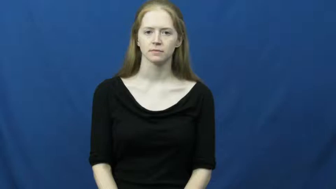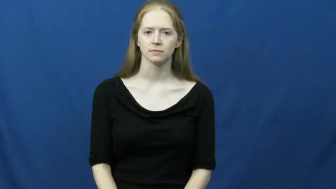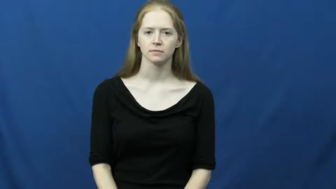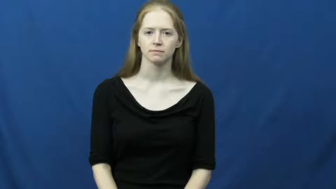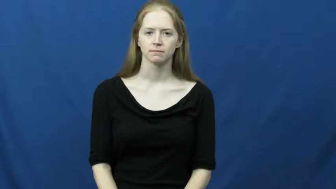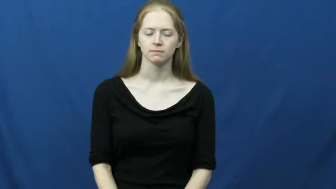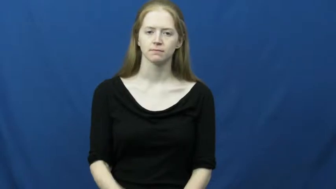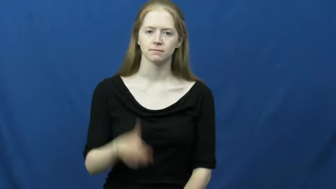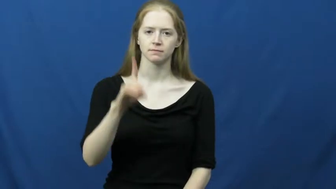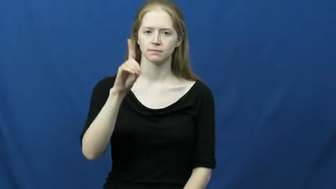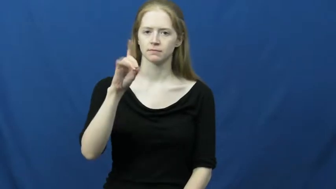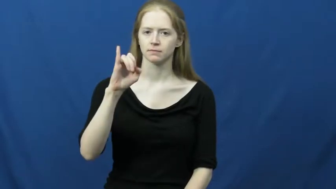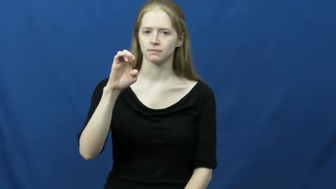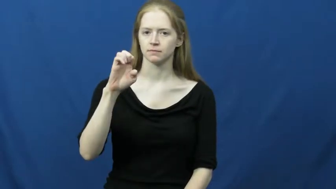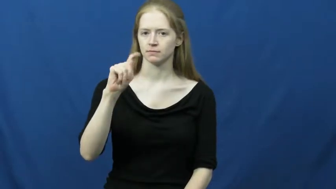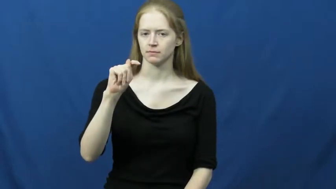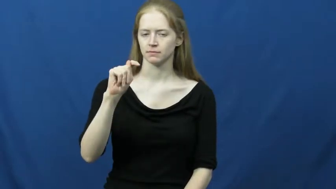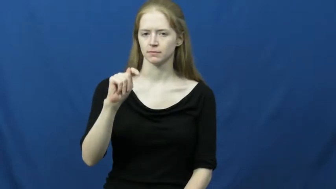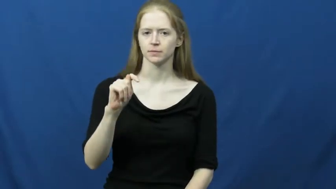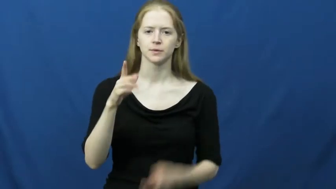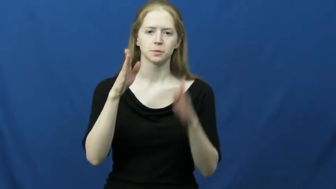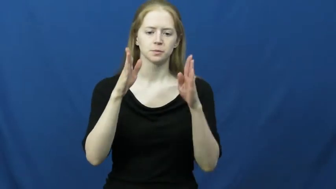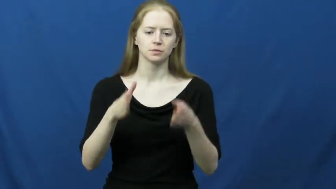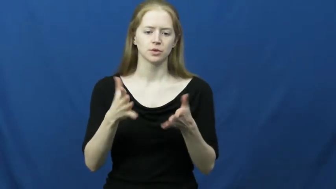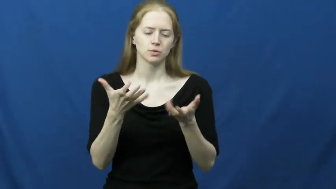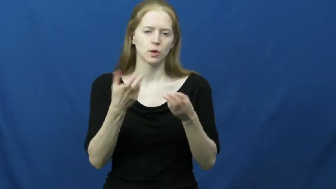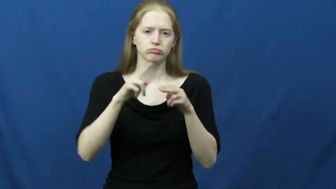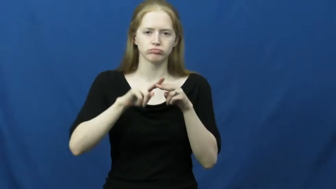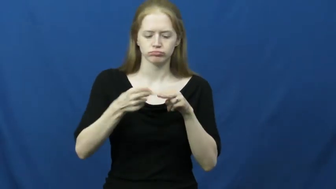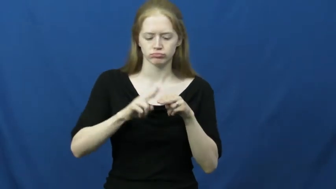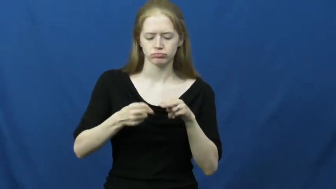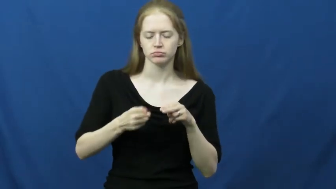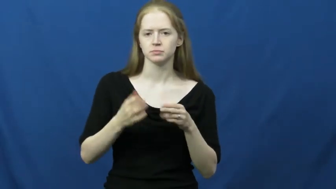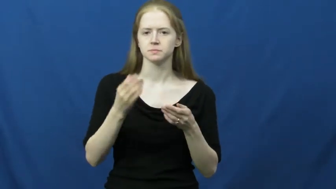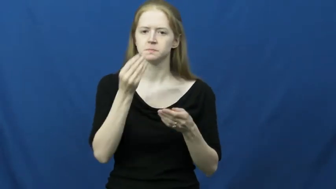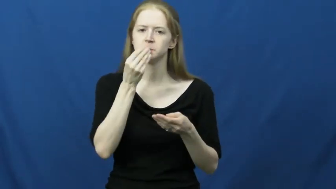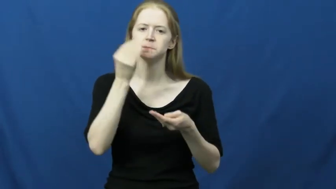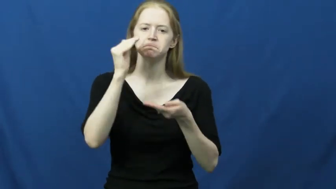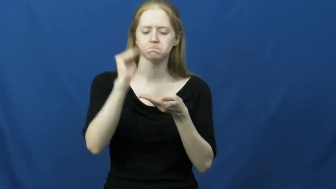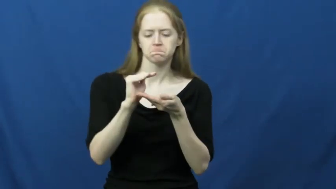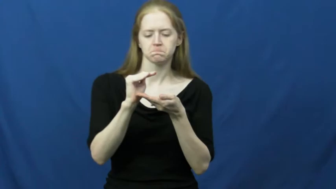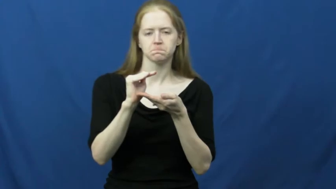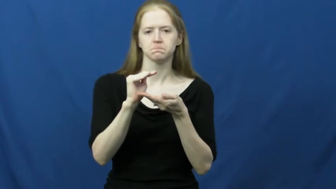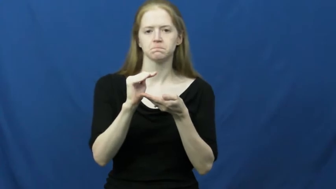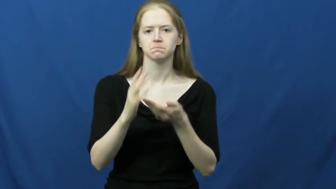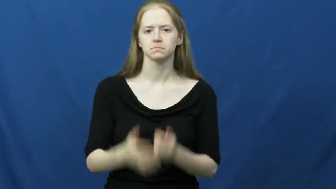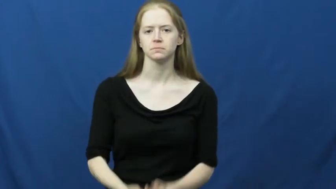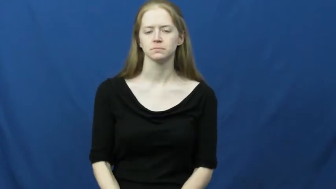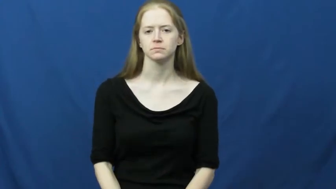diet-weight